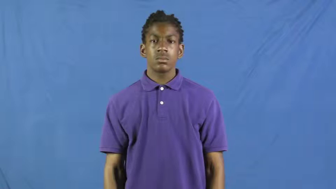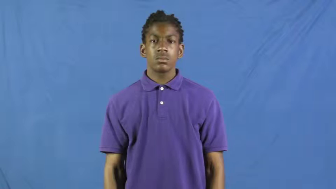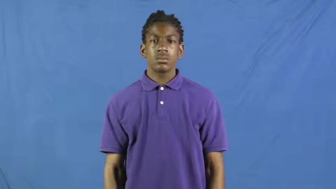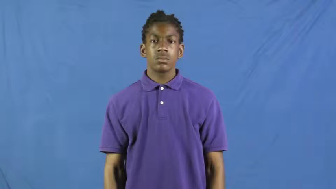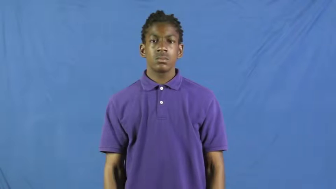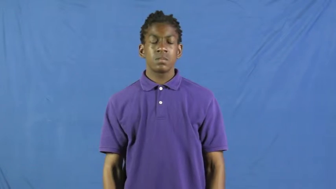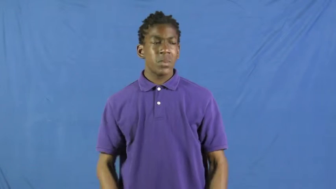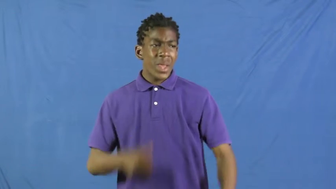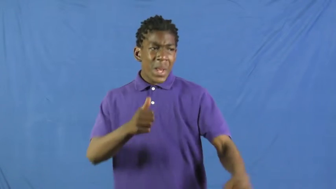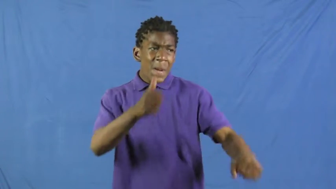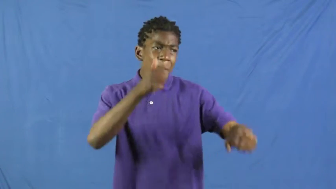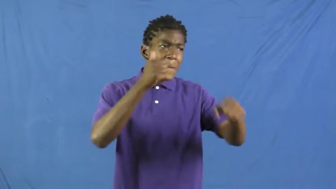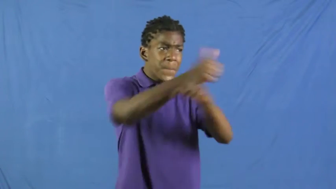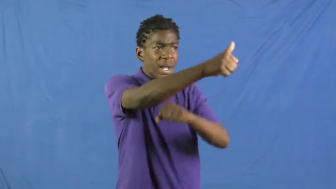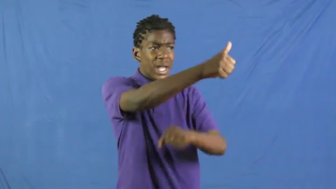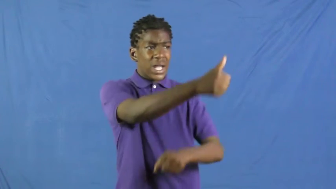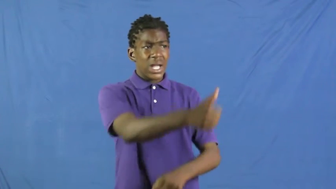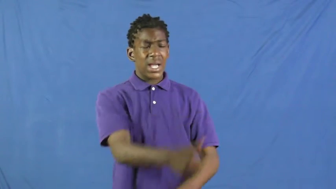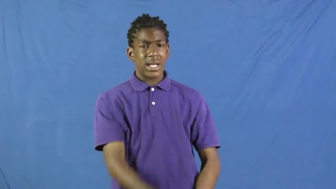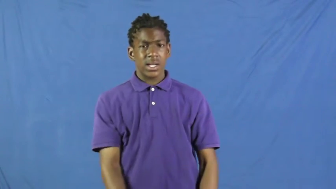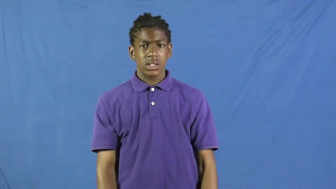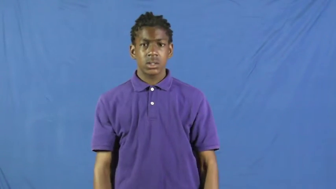pin on-blame